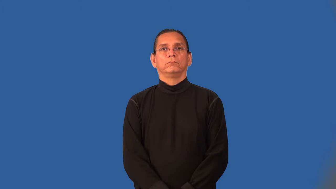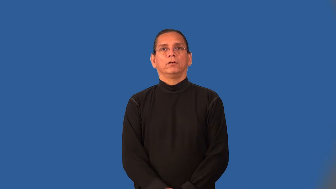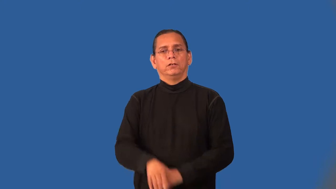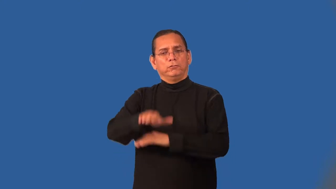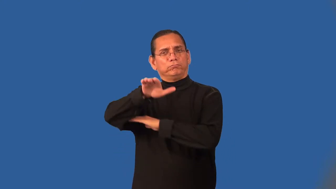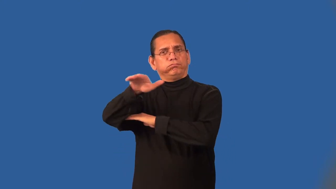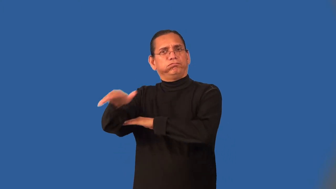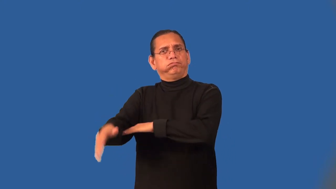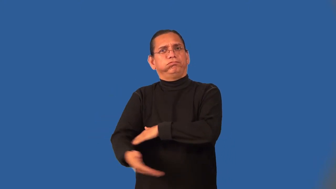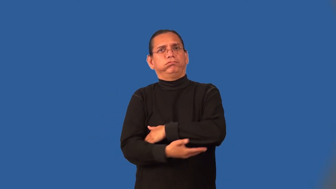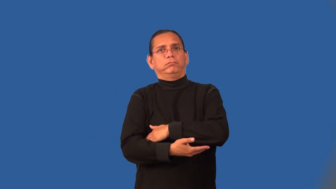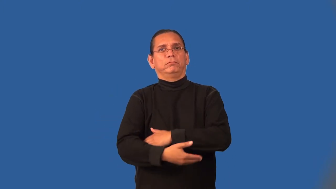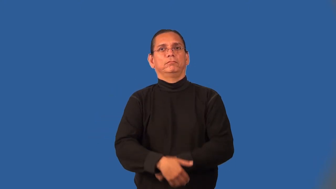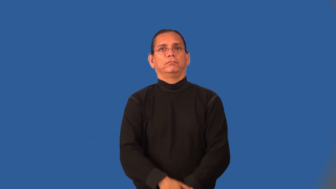overnight-all night